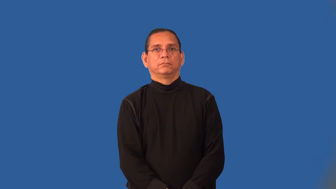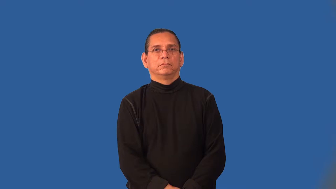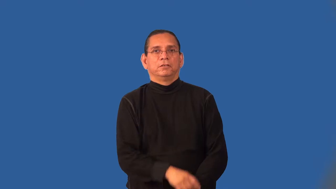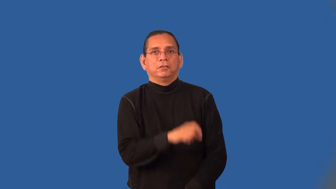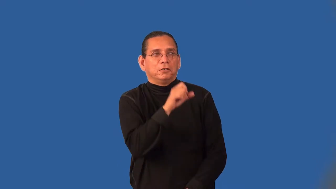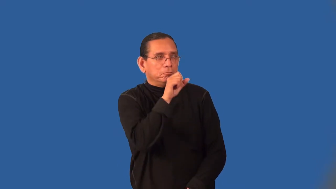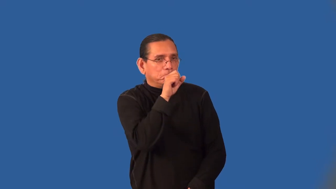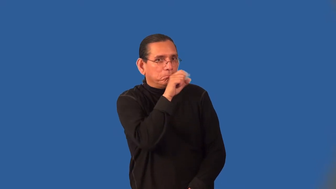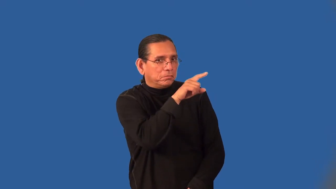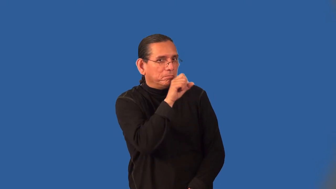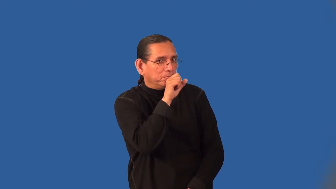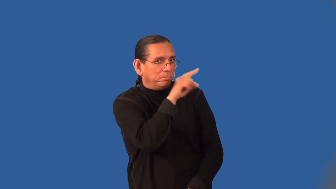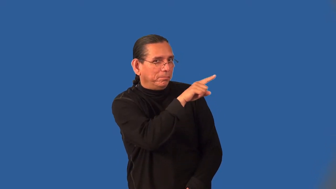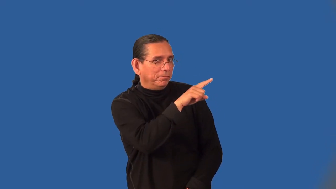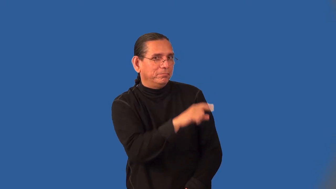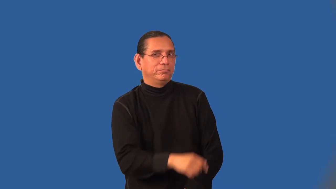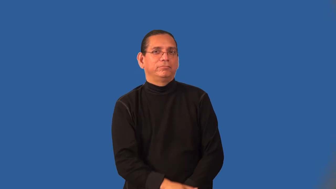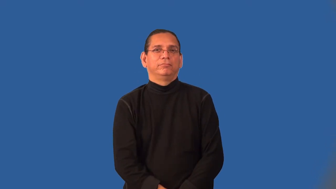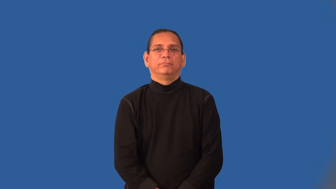indiscretion